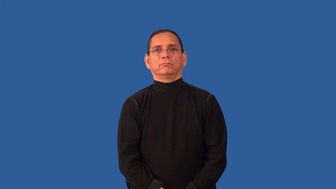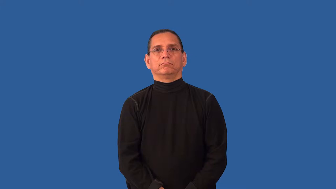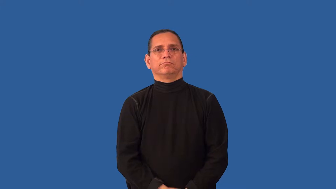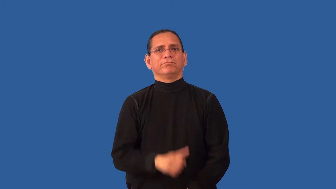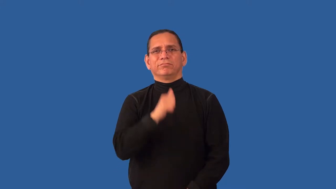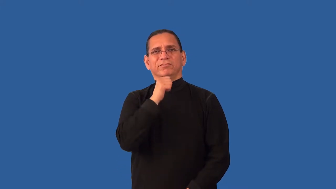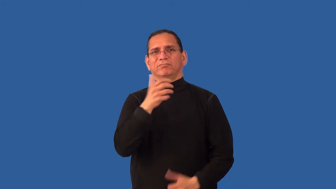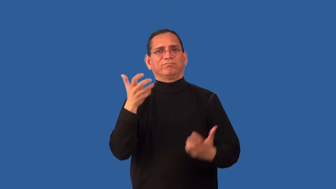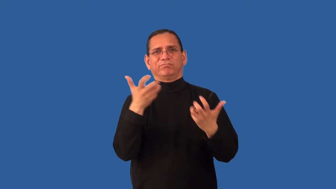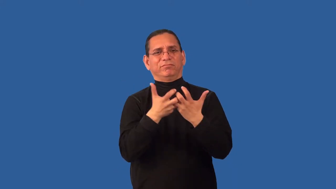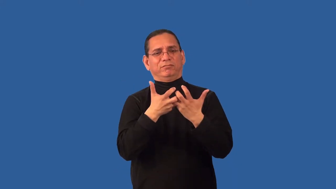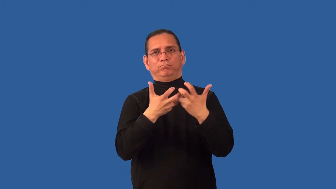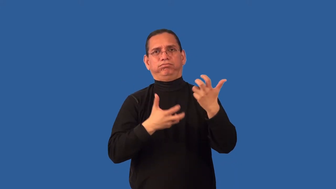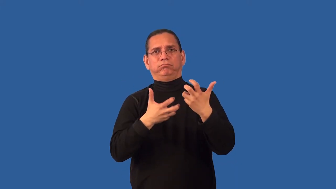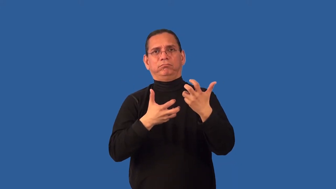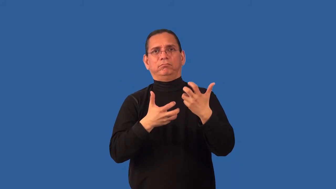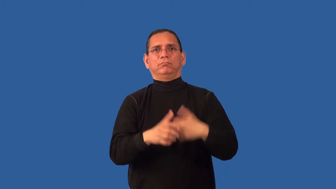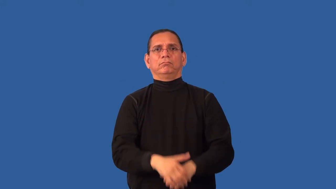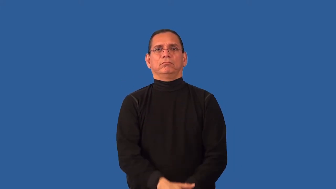incongruent,off,misalign,unfit,incomaptible,dysfunctional